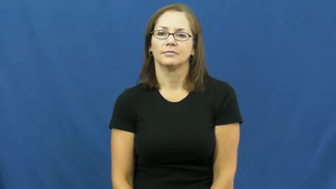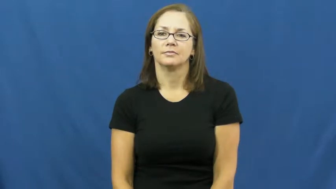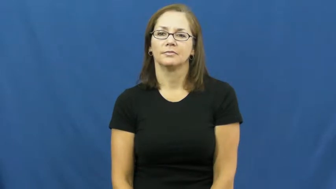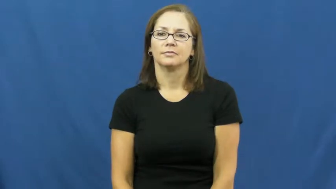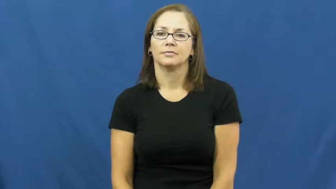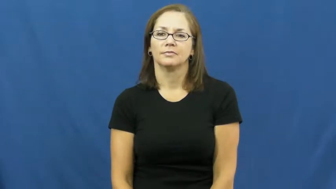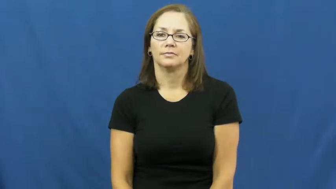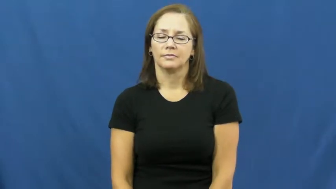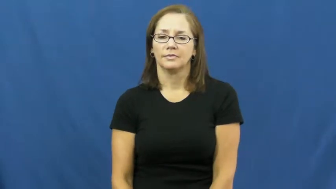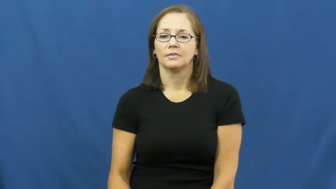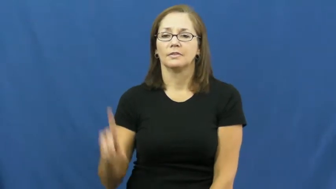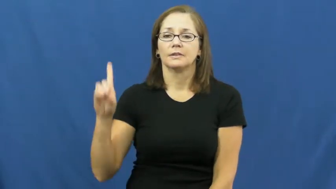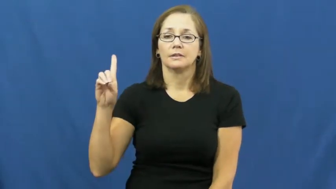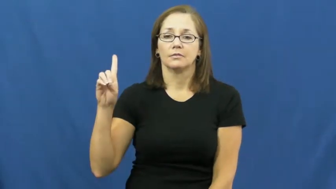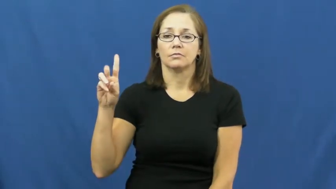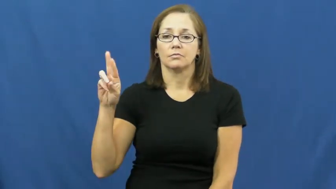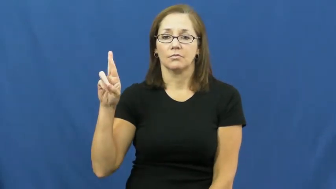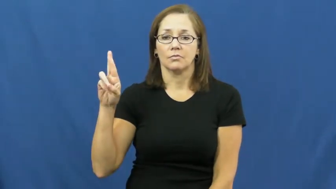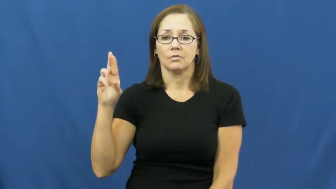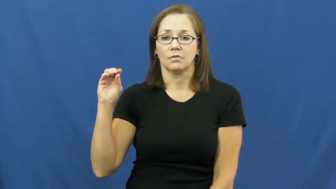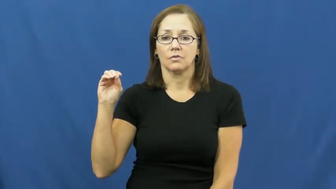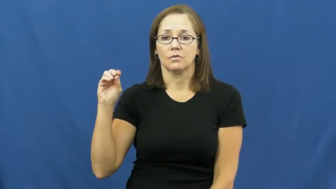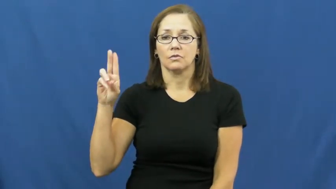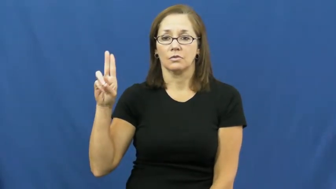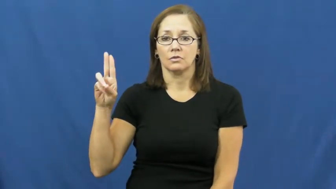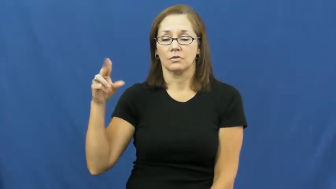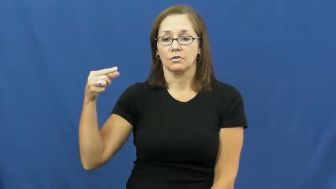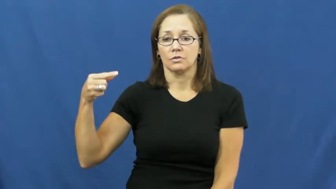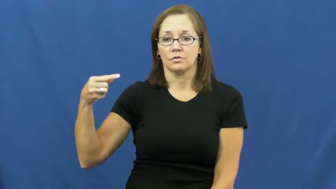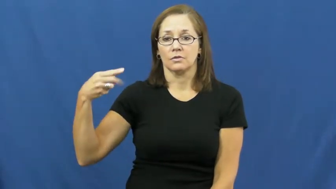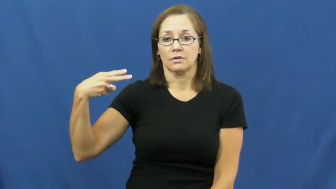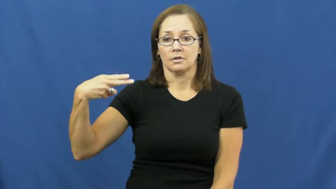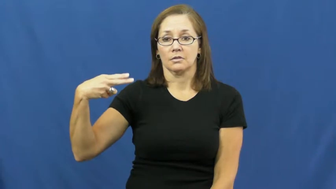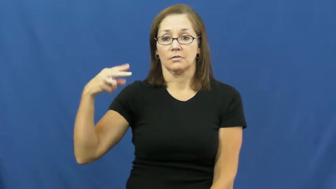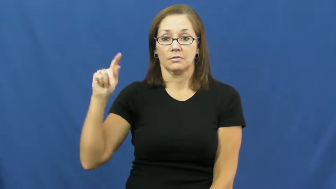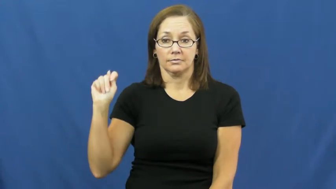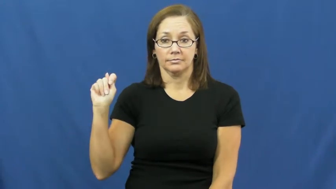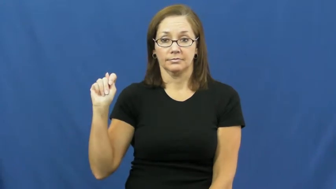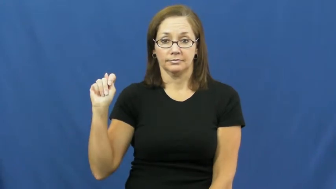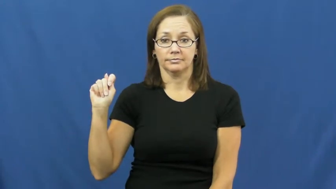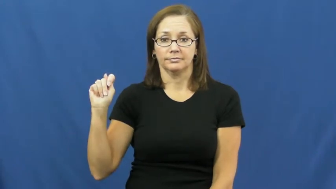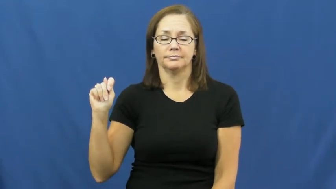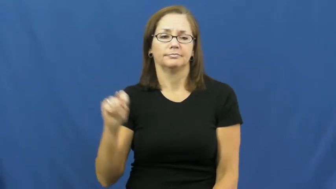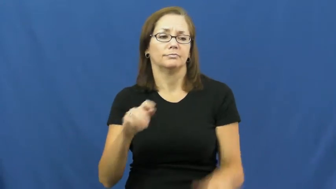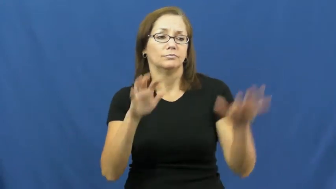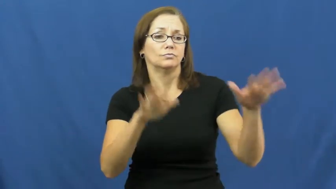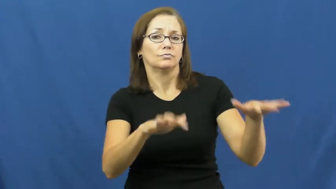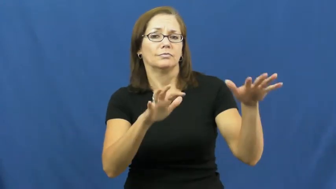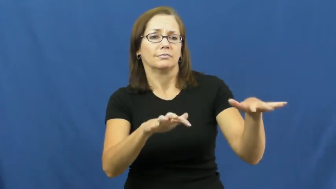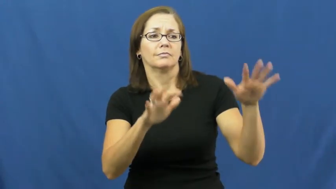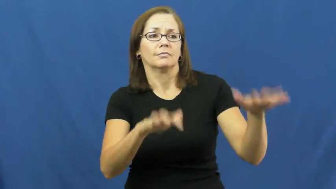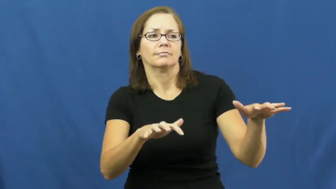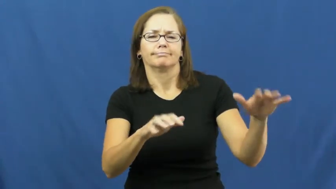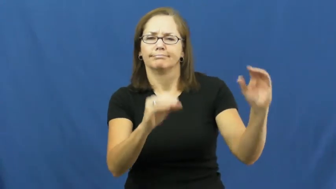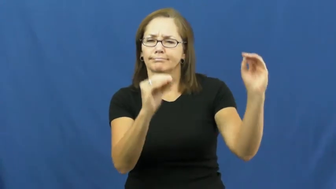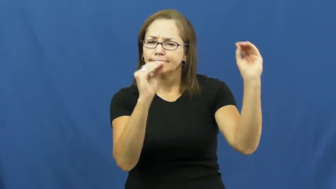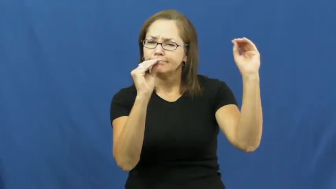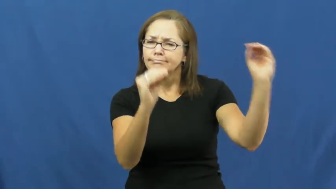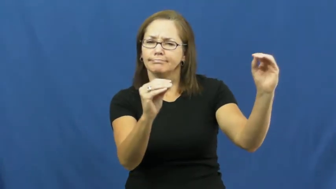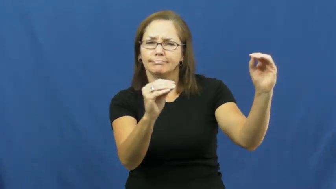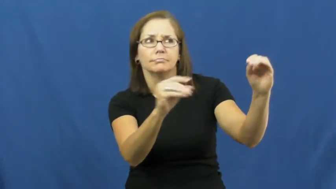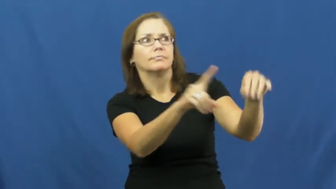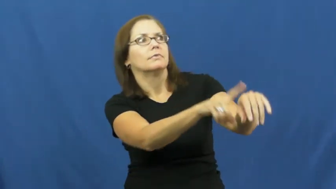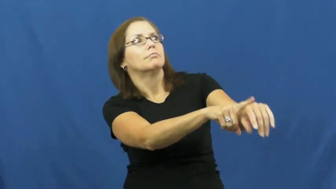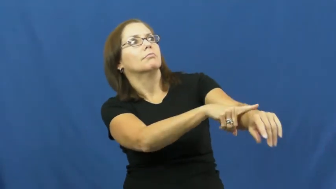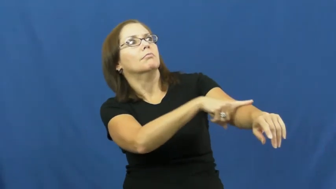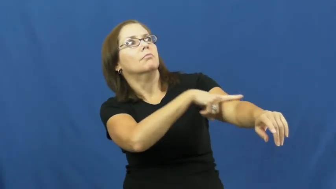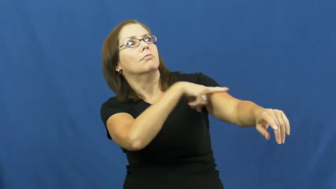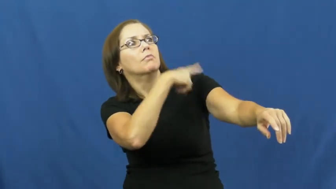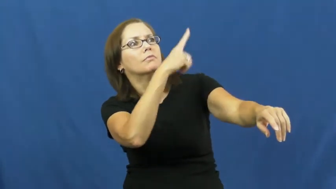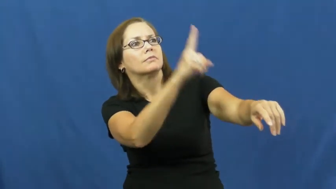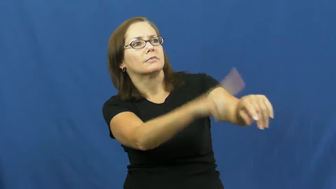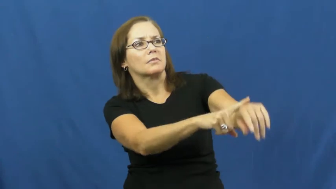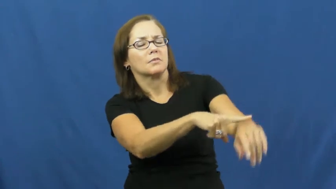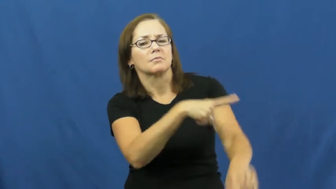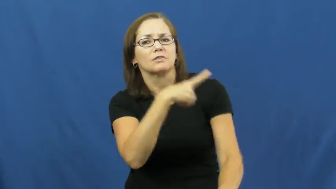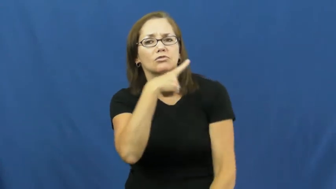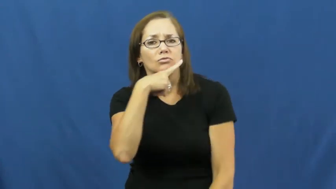drought